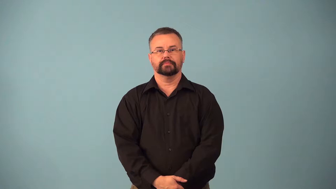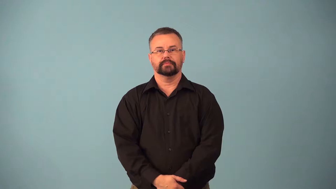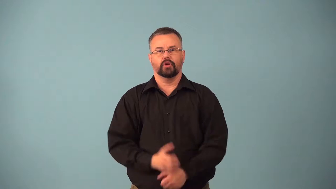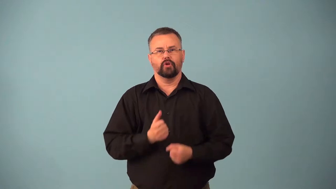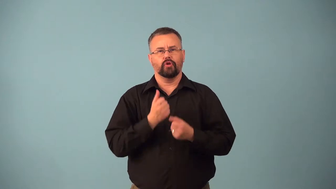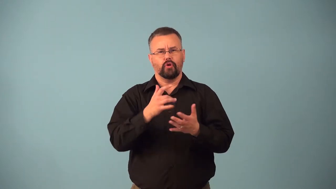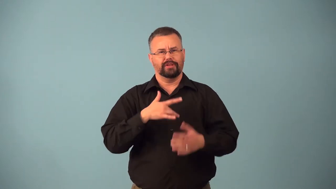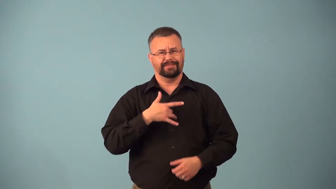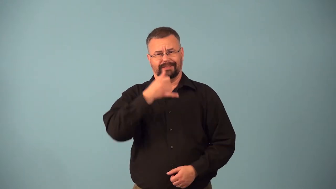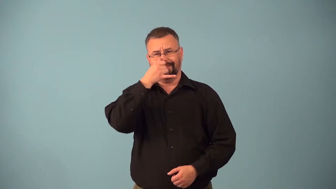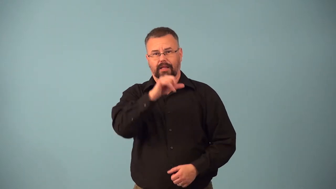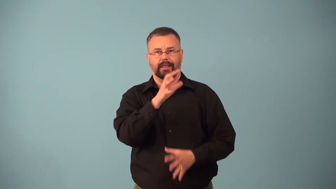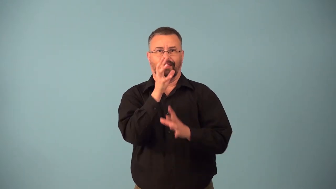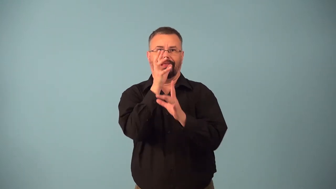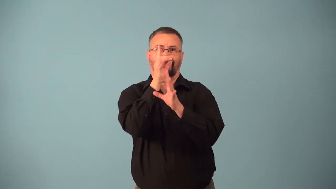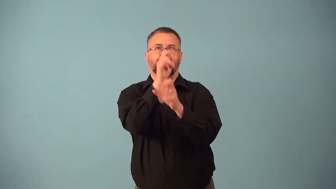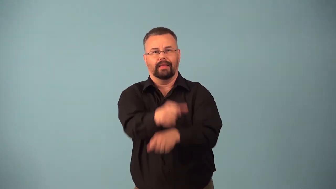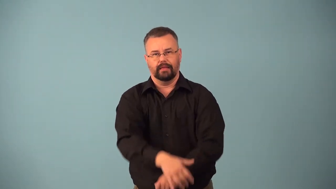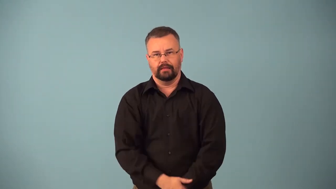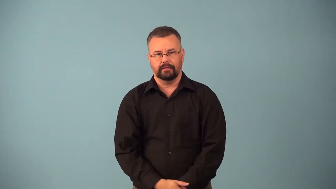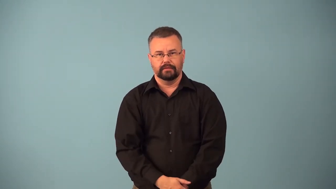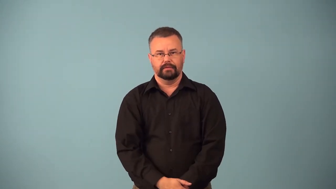besot